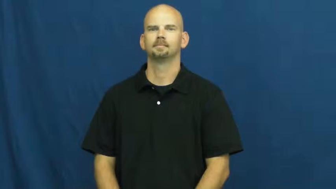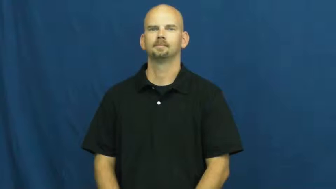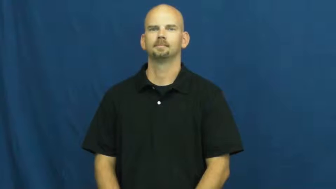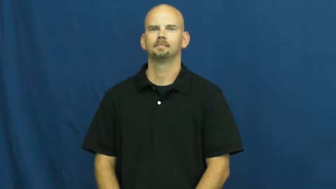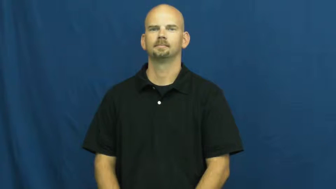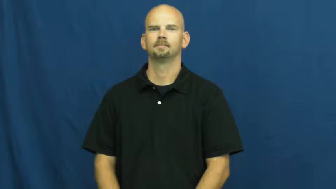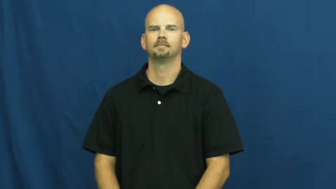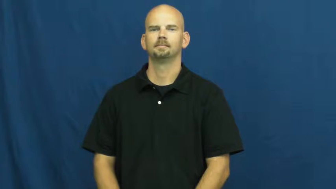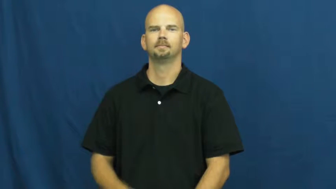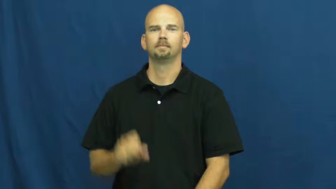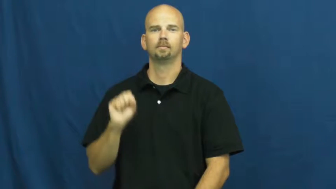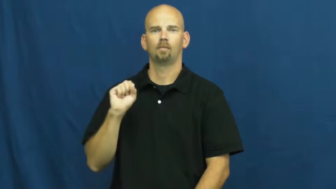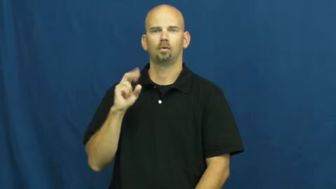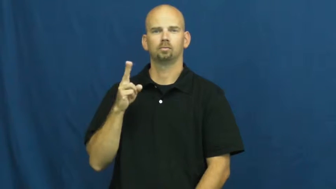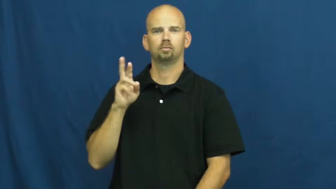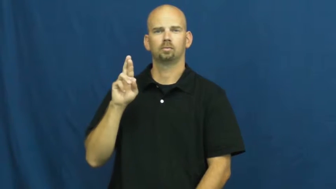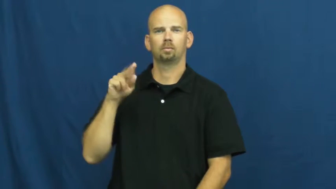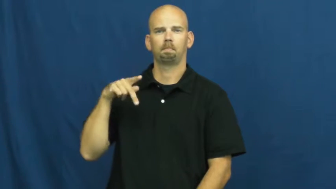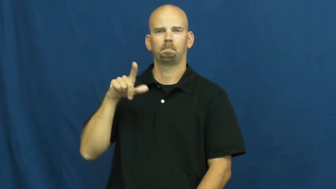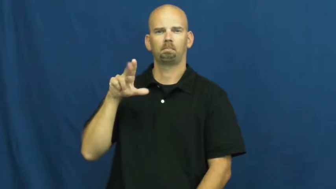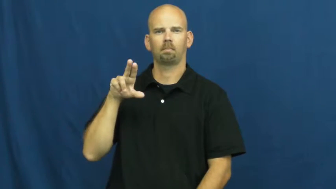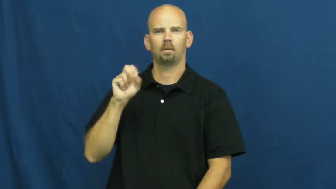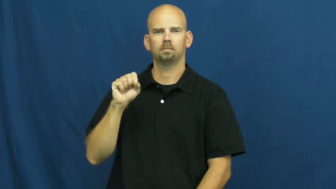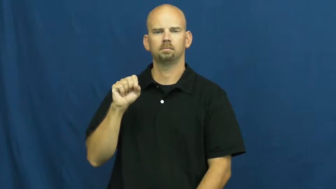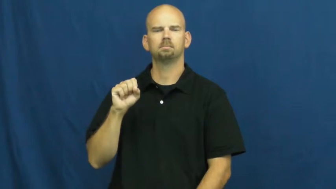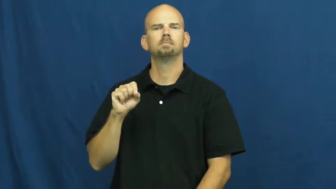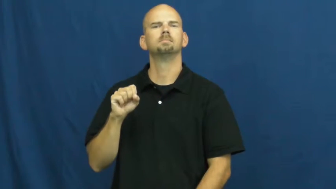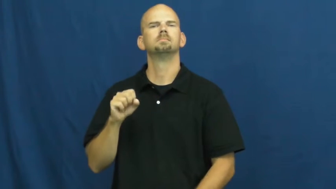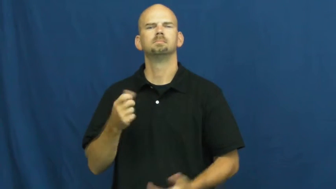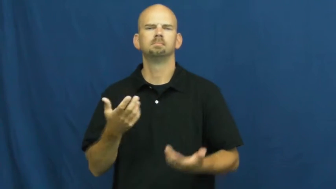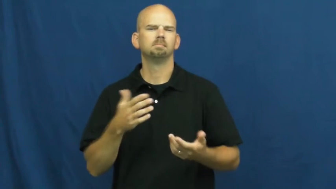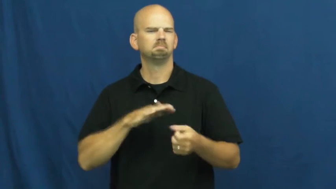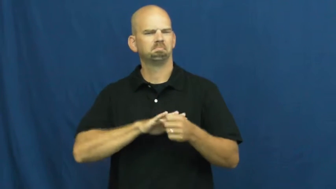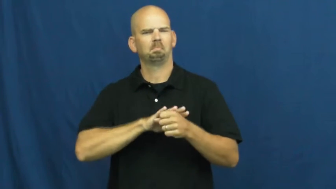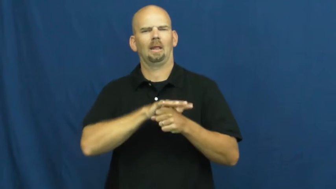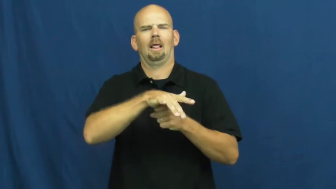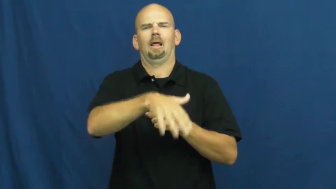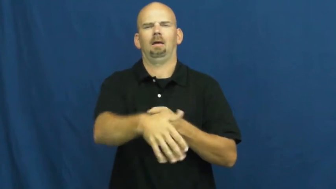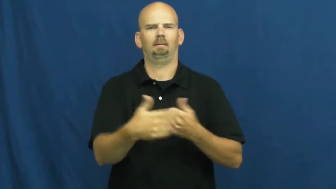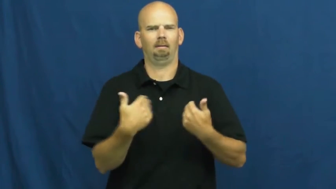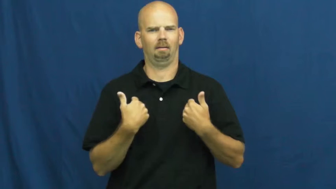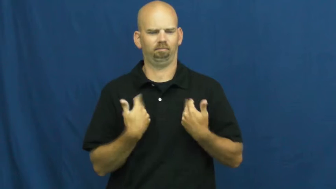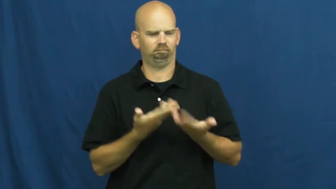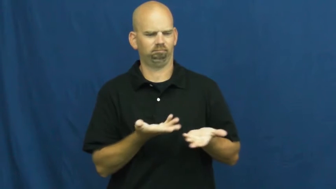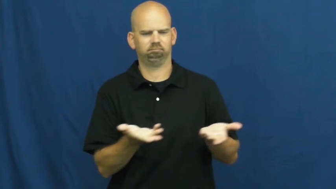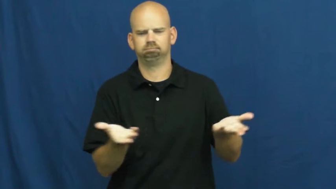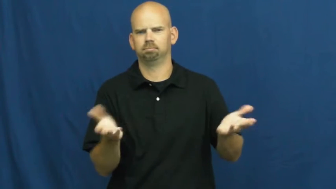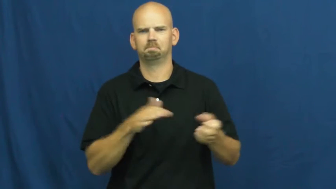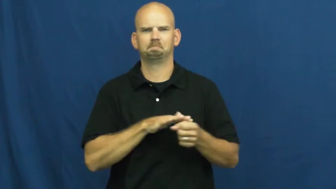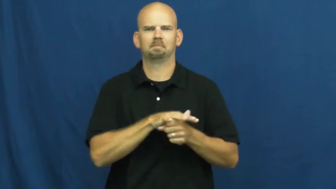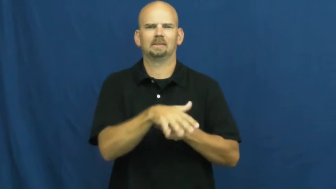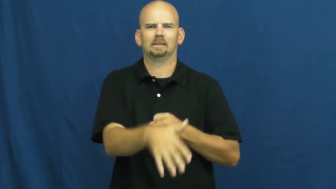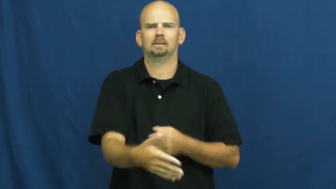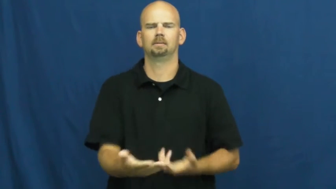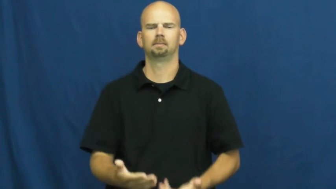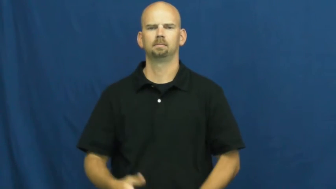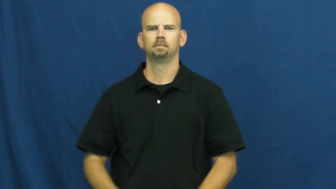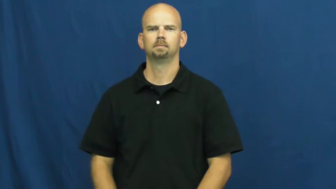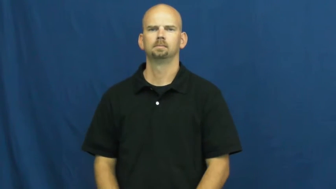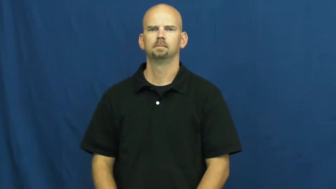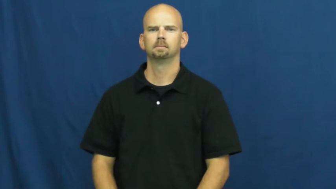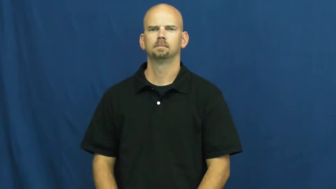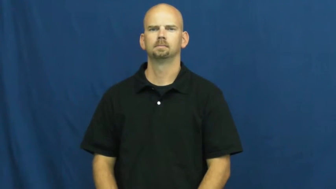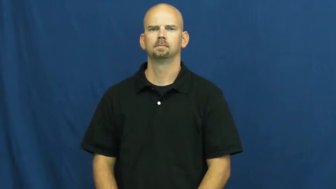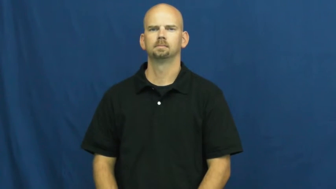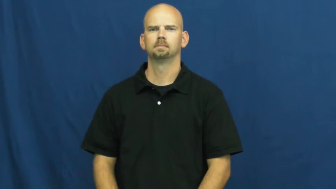surplus